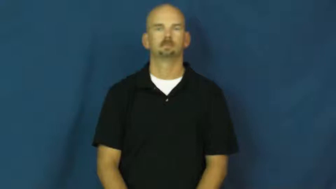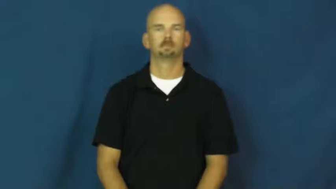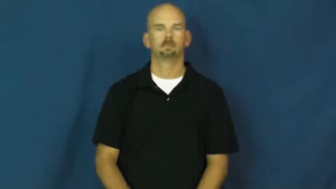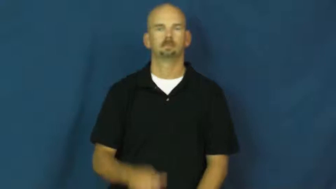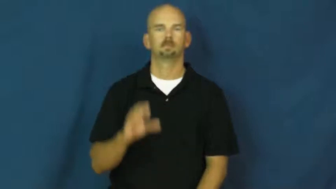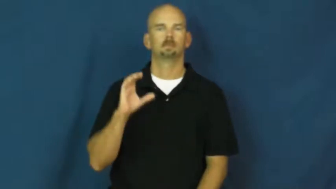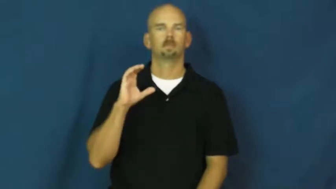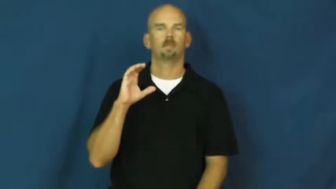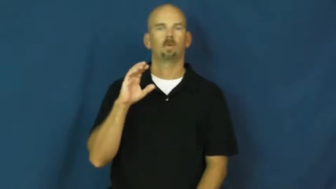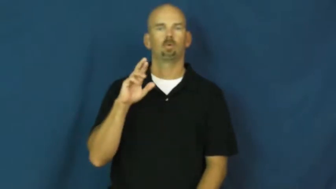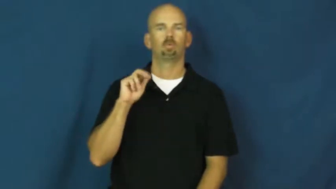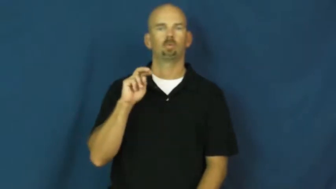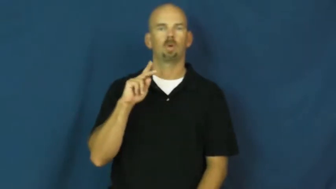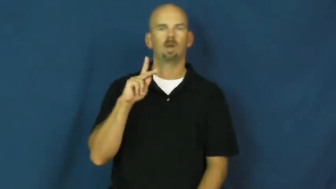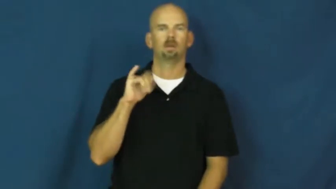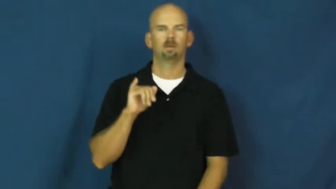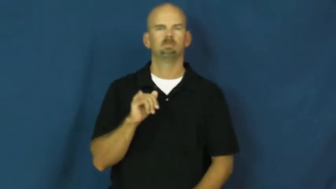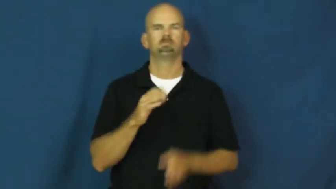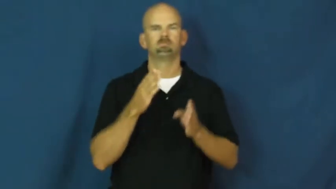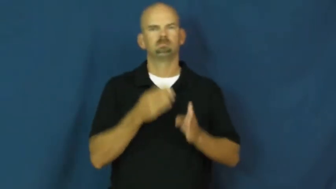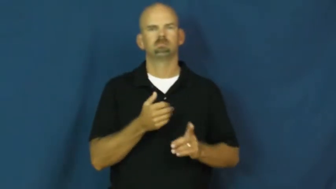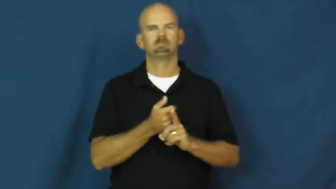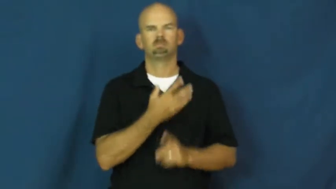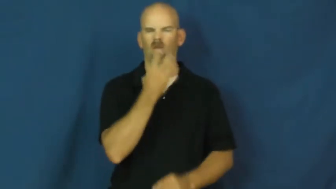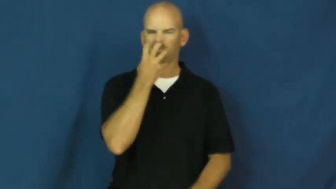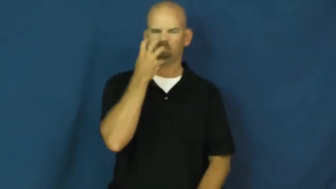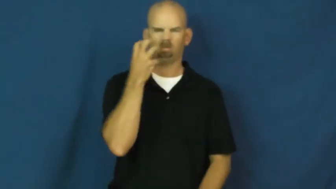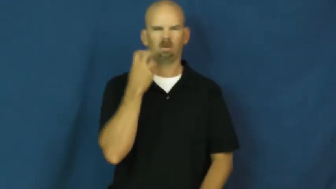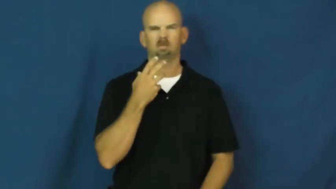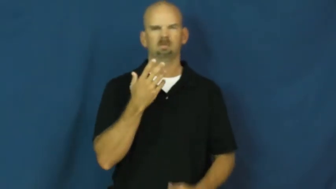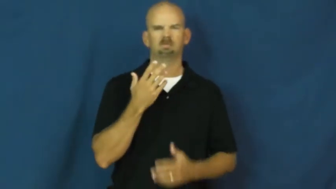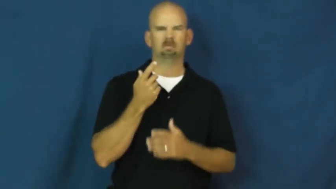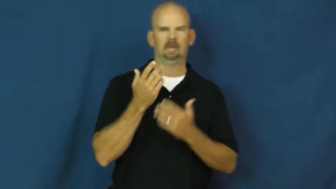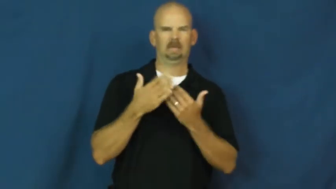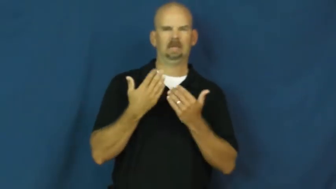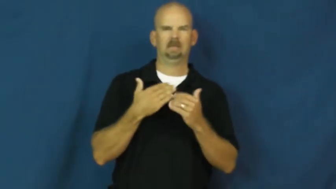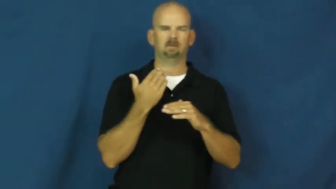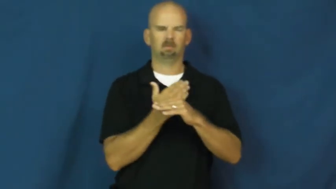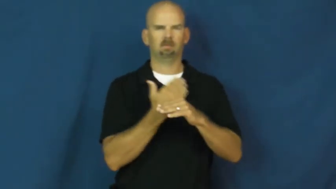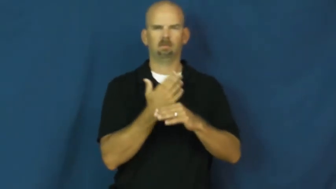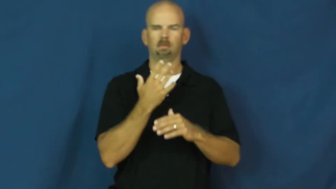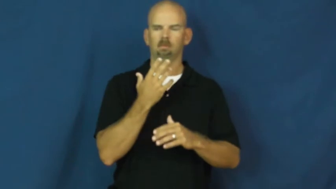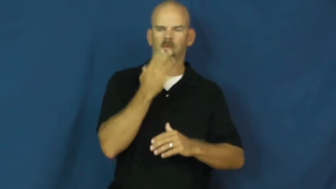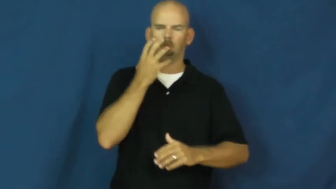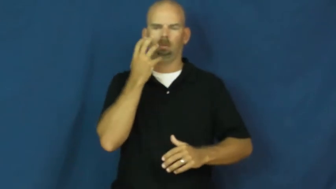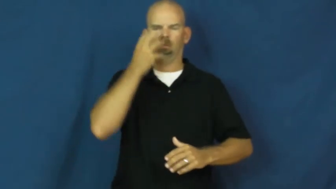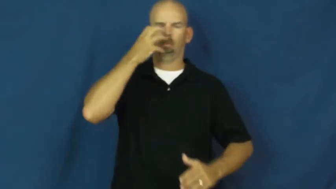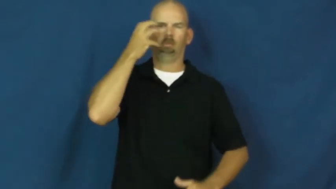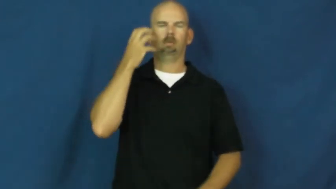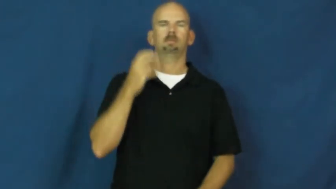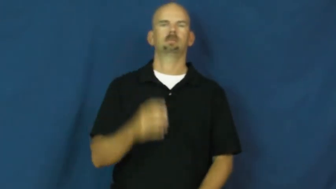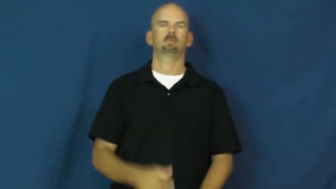cranky